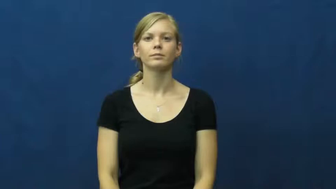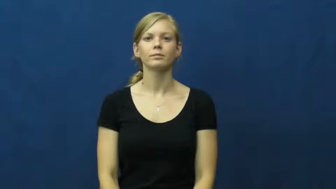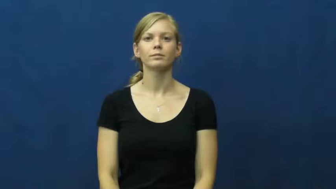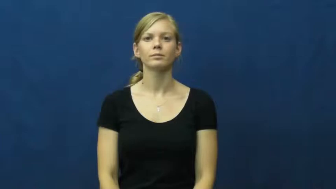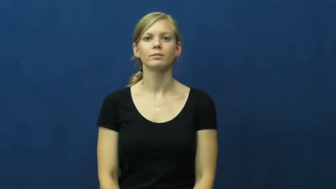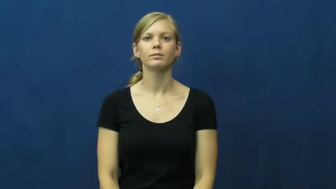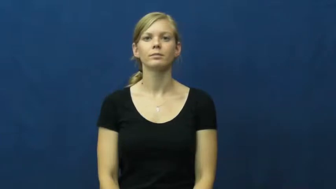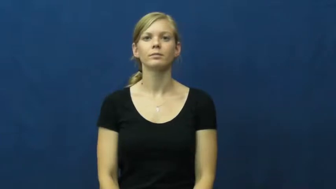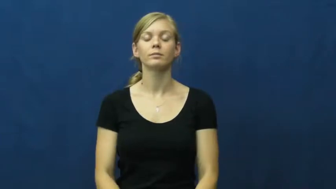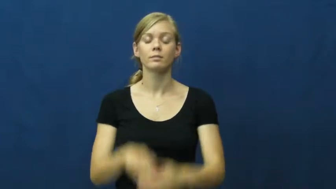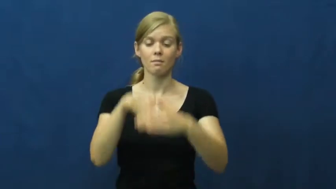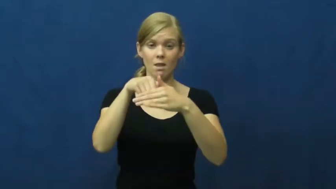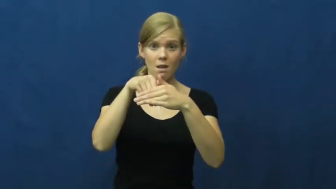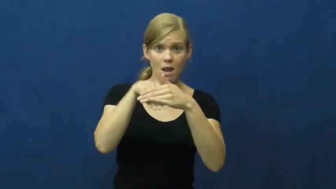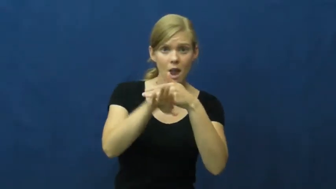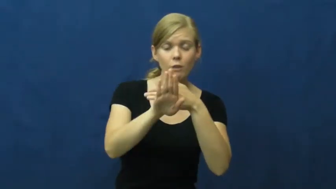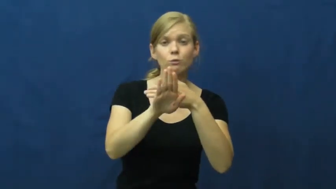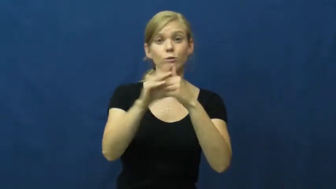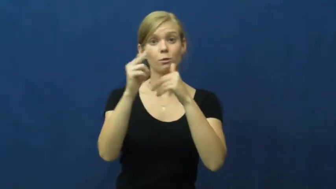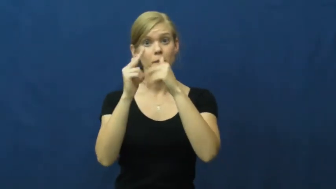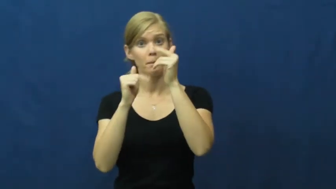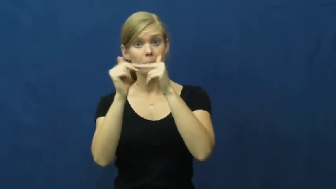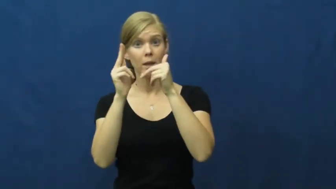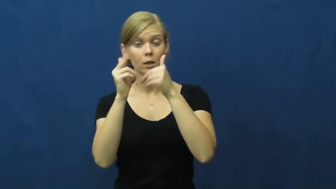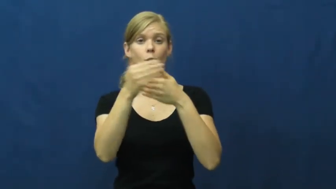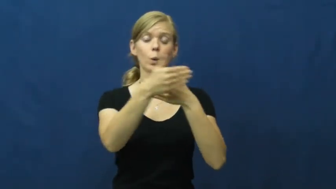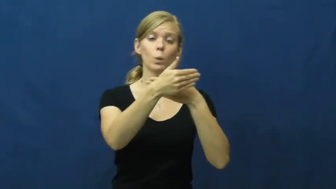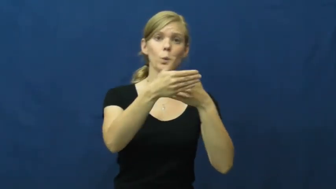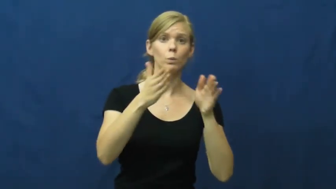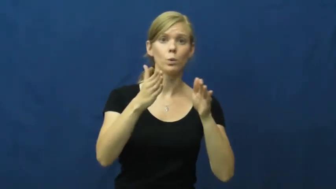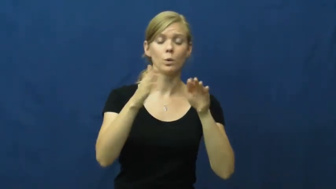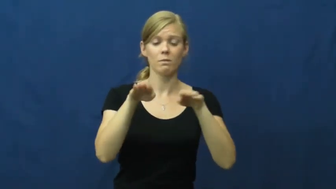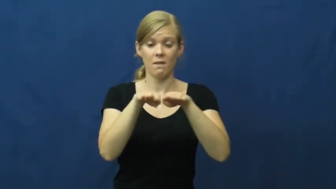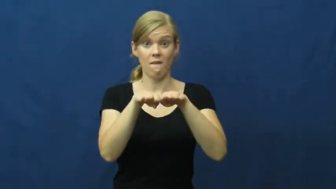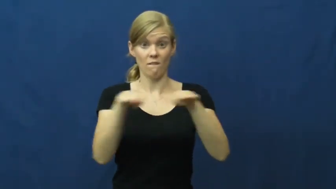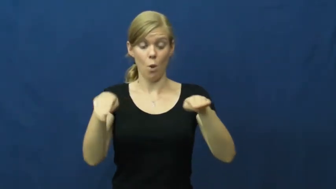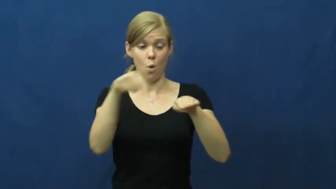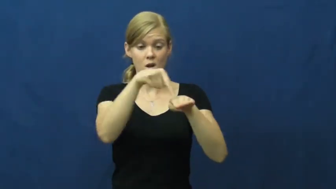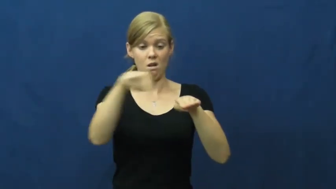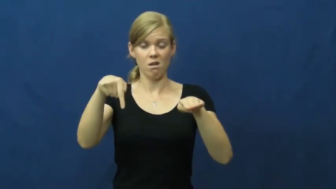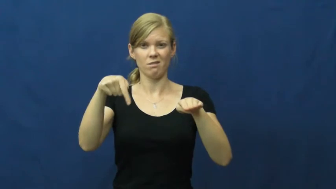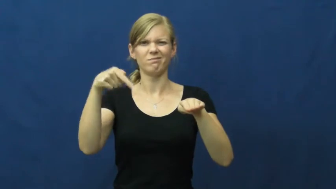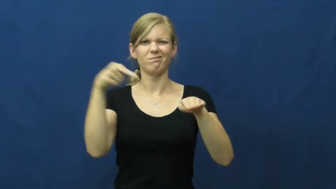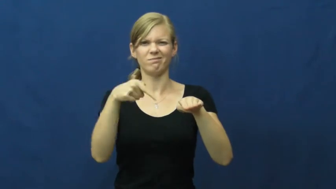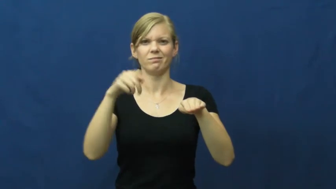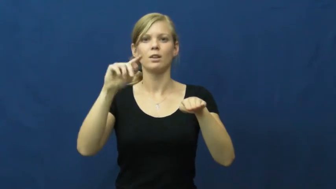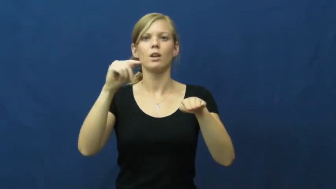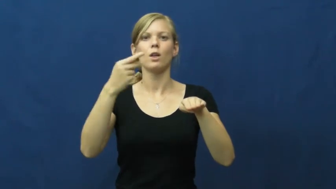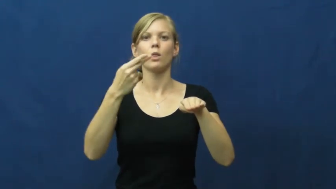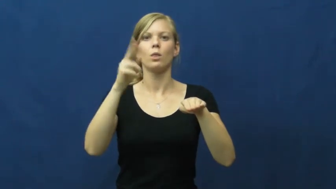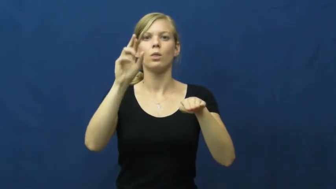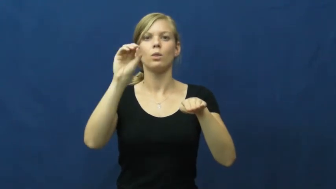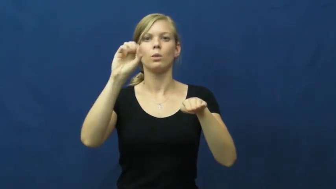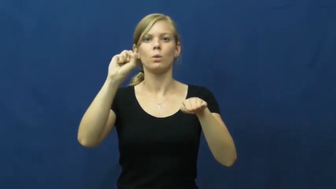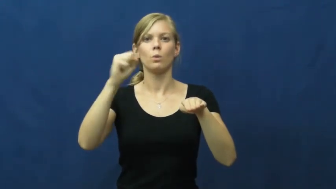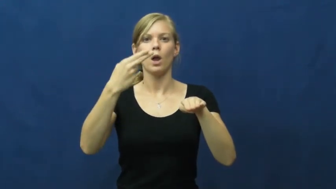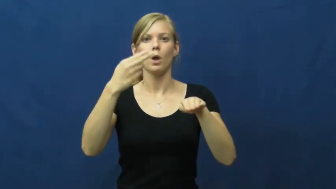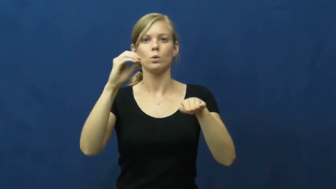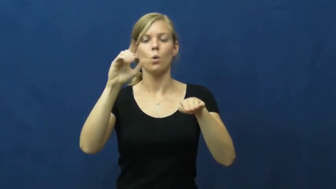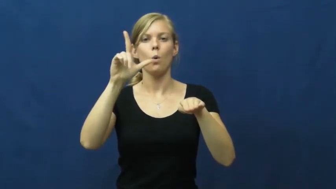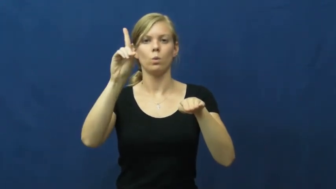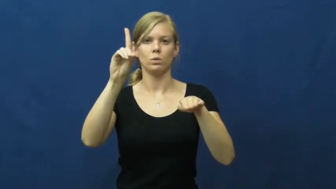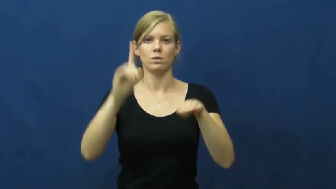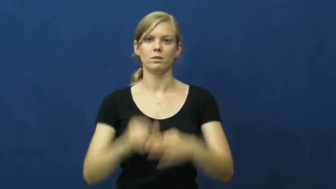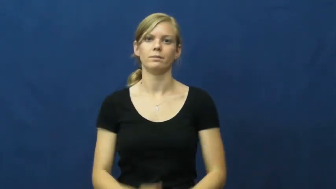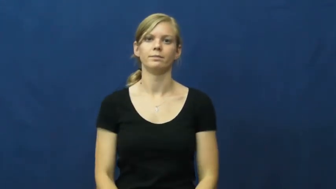threshold-floor